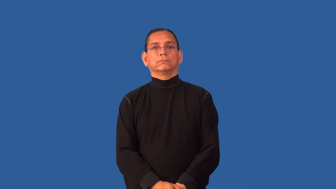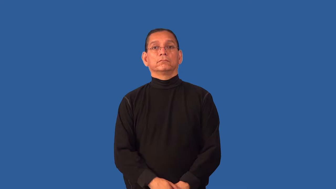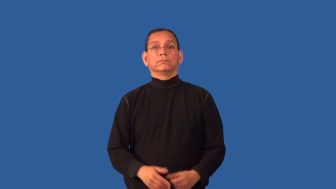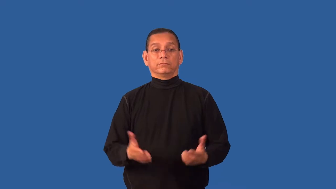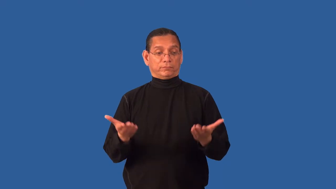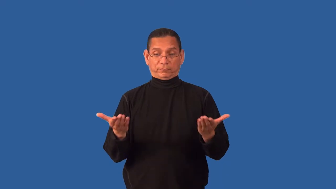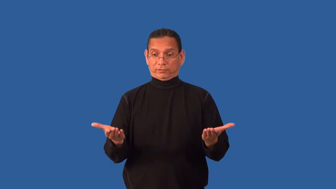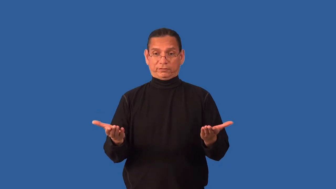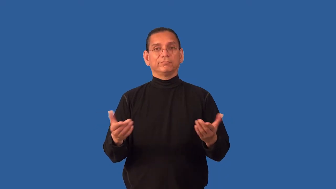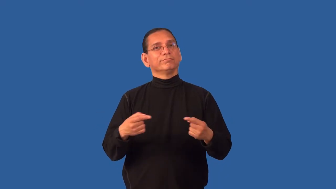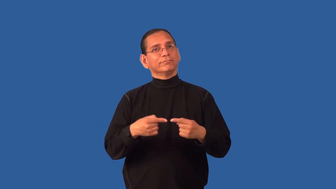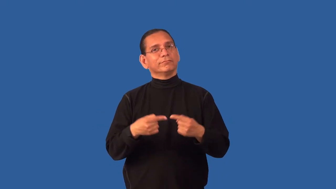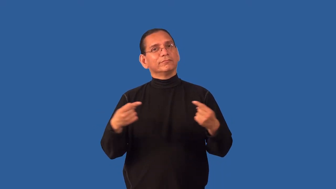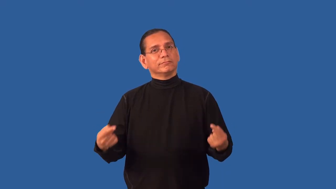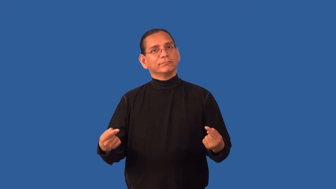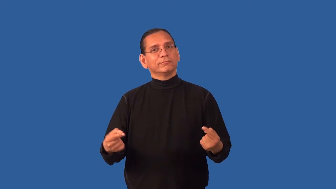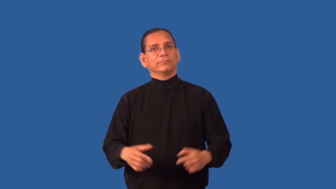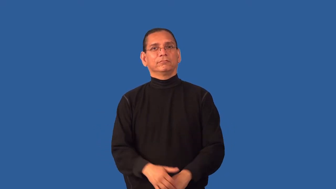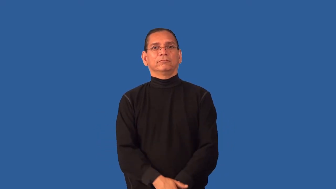dichotomy